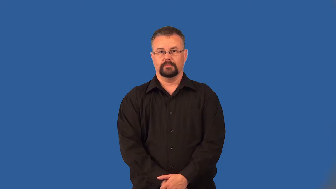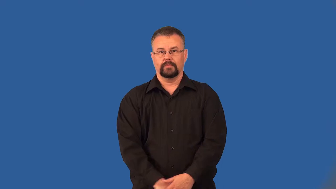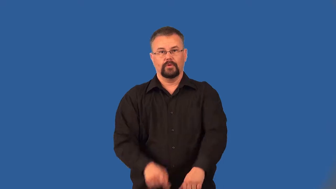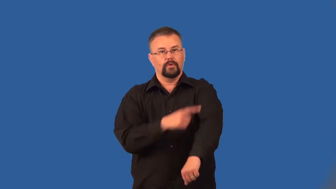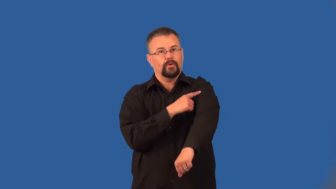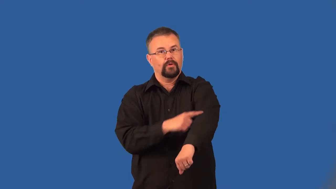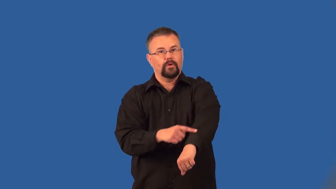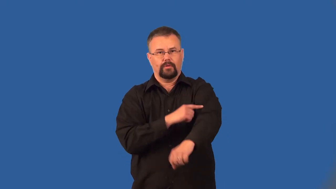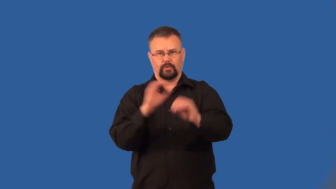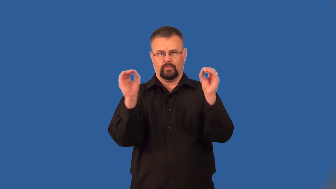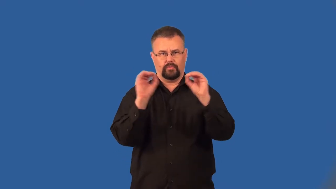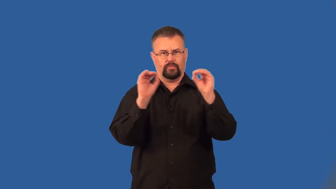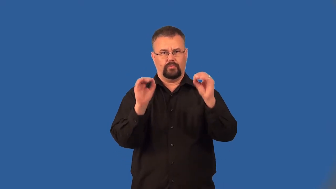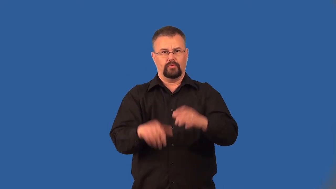armless